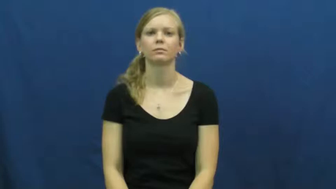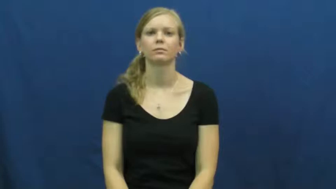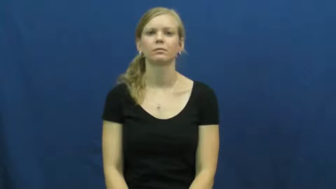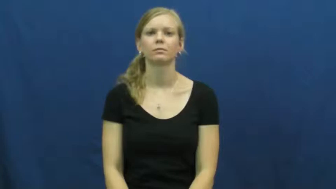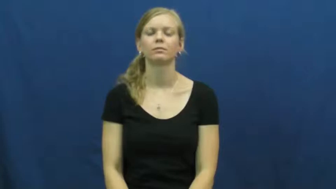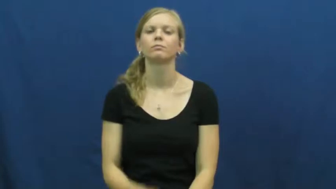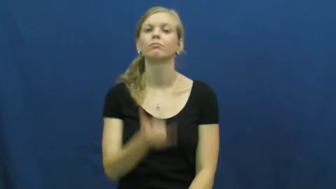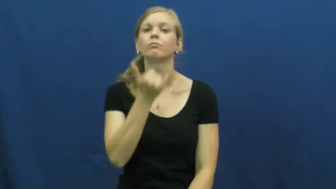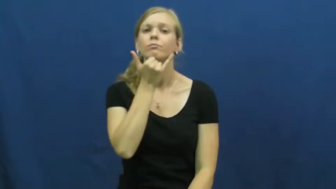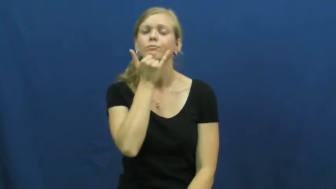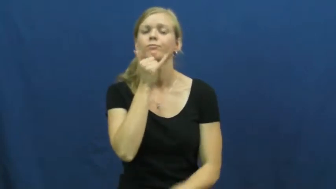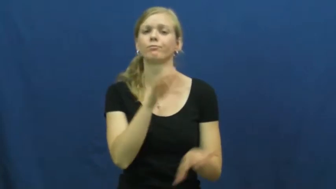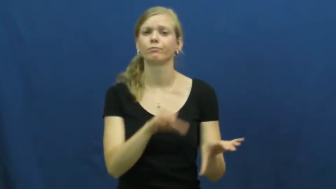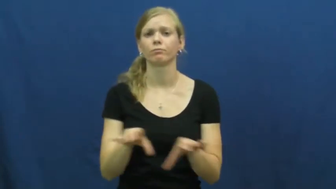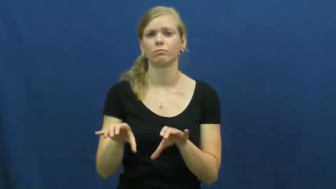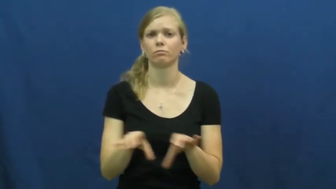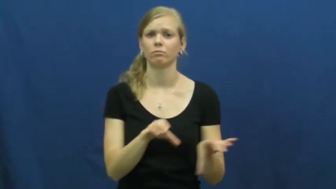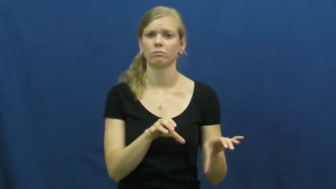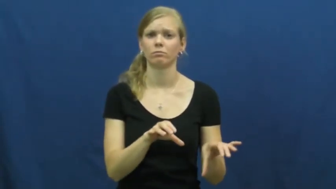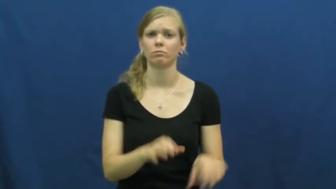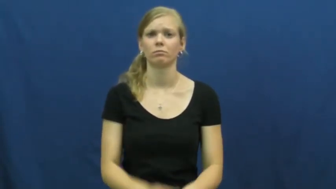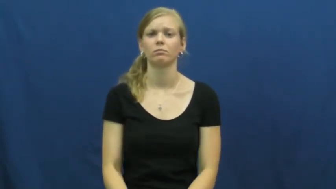misconduct,misdeed,crime